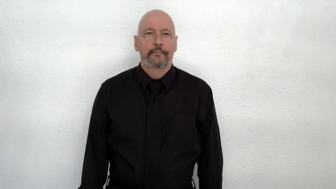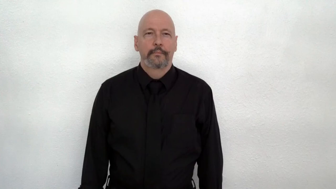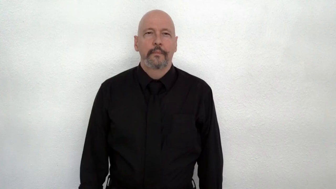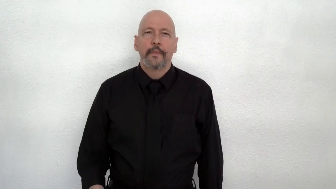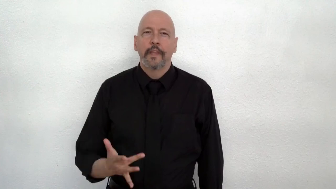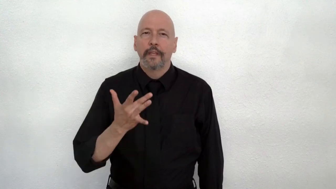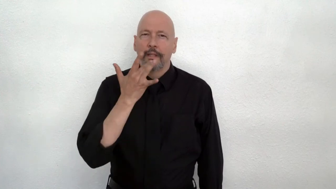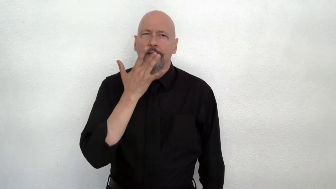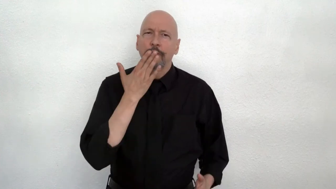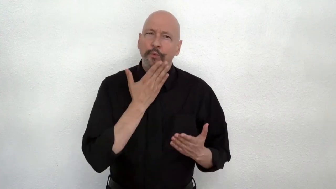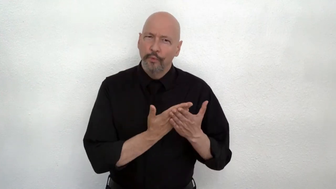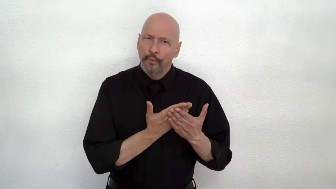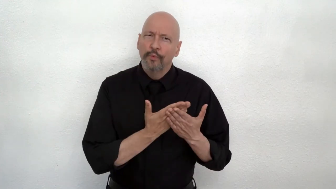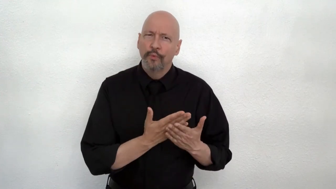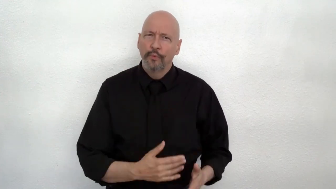TASTE GOOD